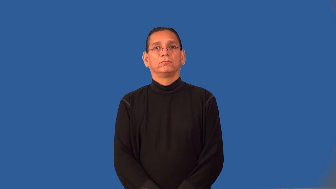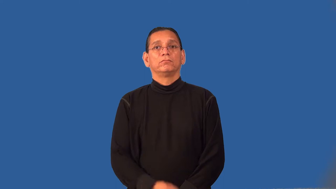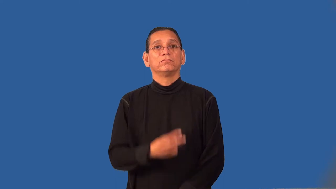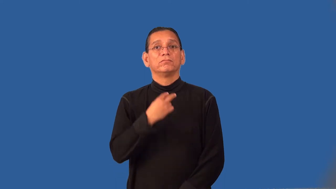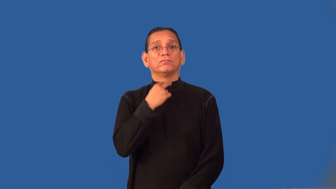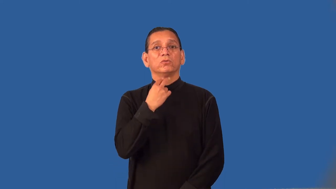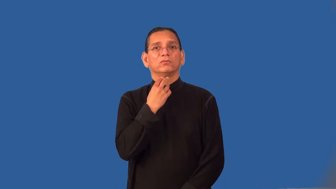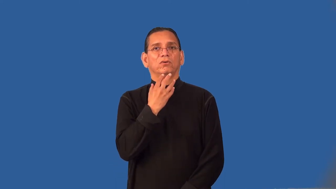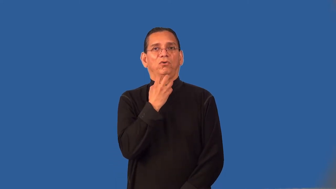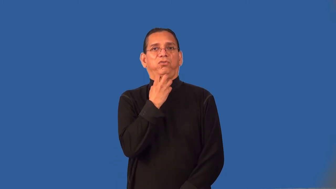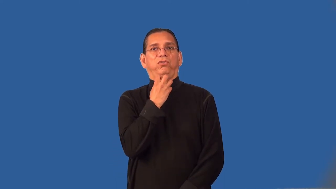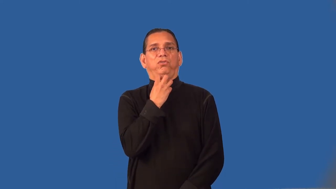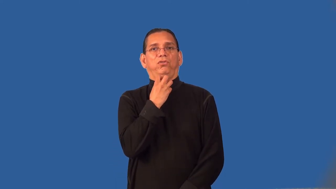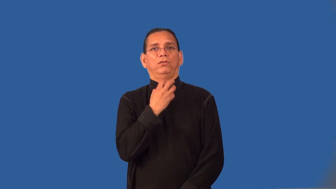rasp,croaky-voice